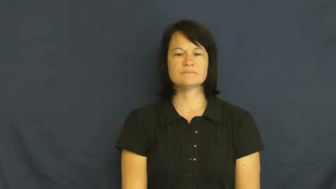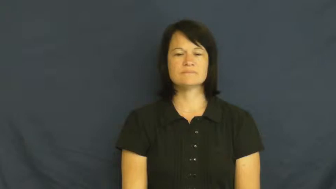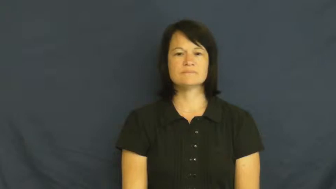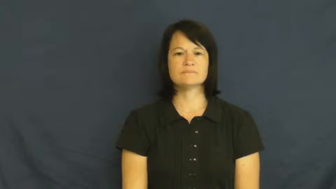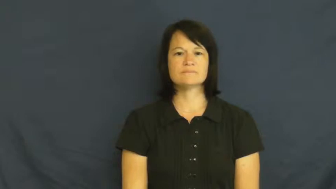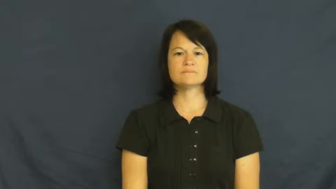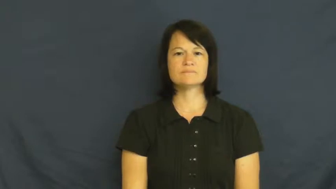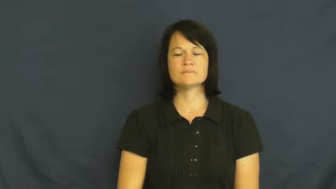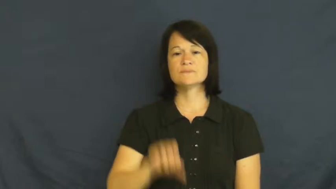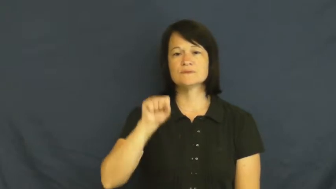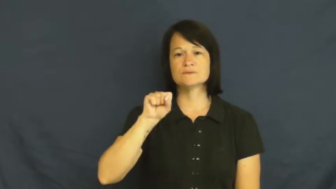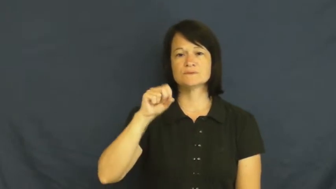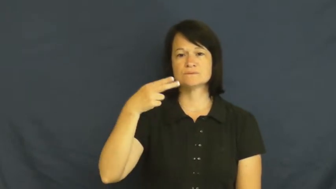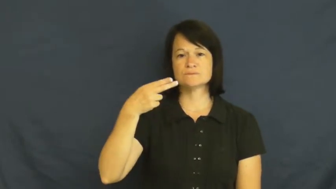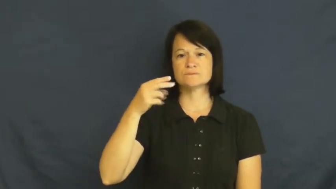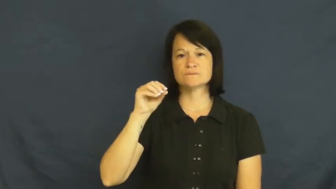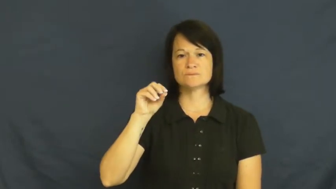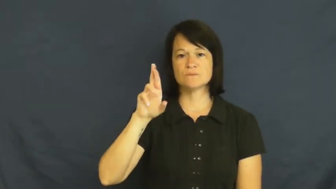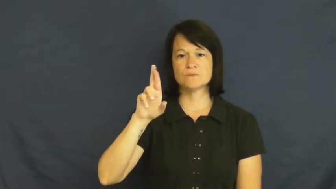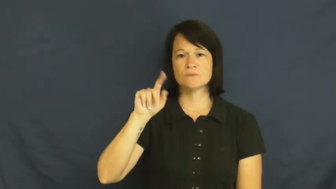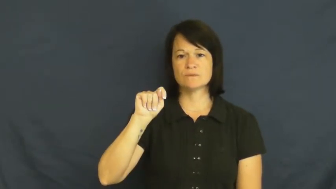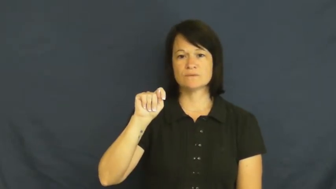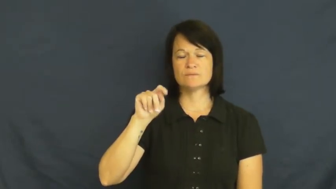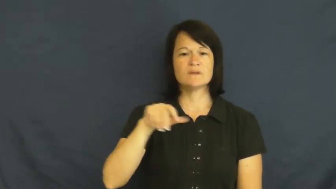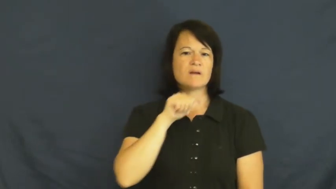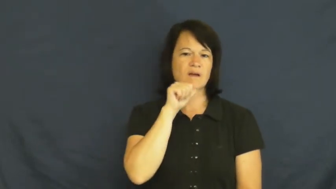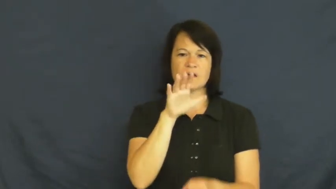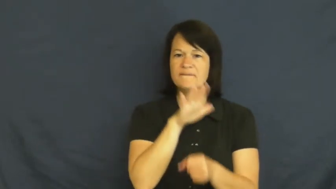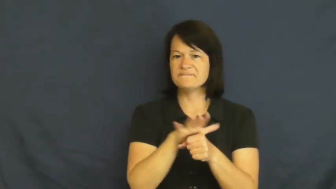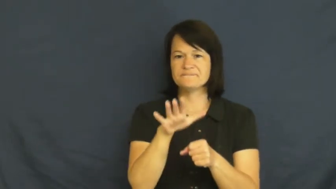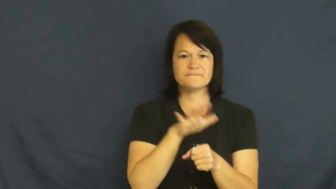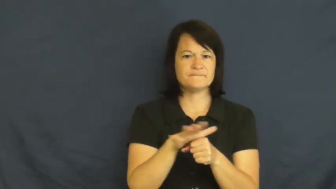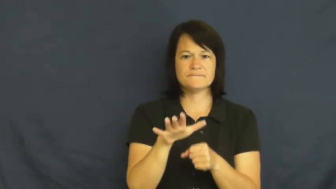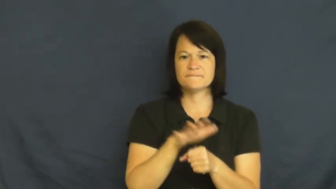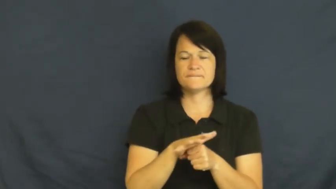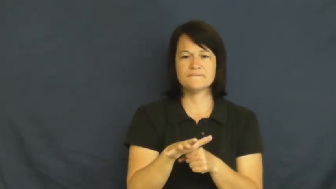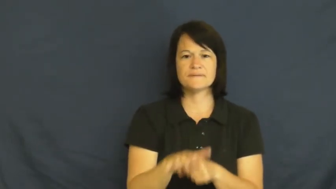short-not enough